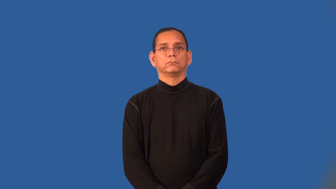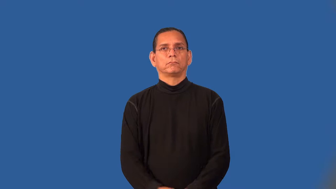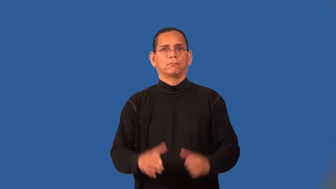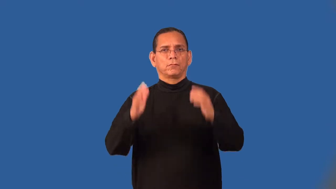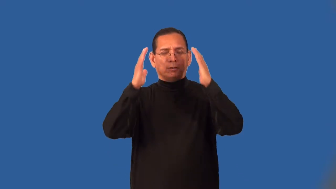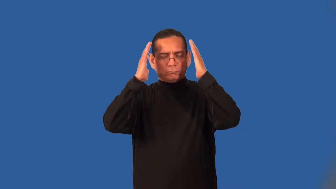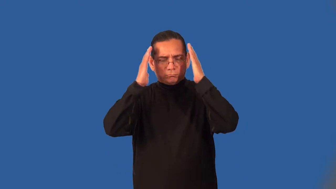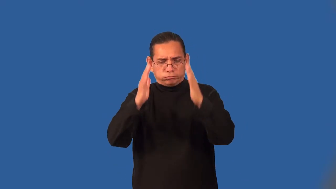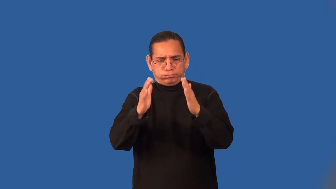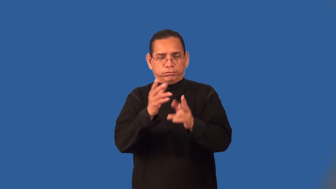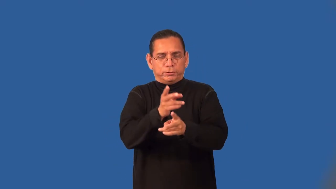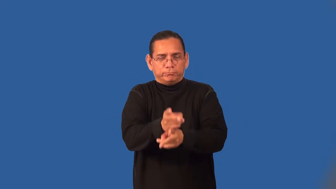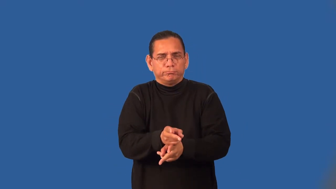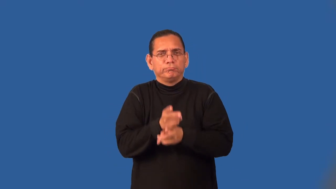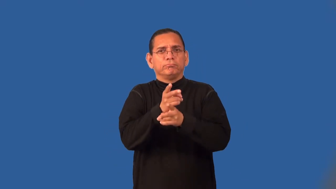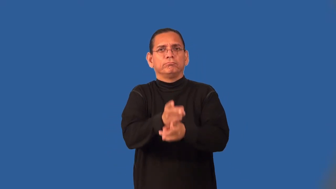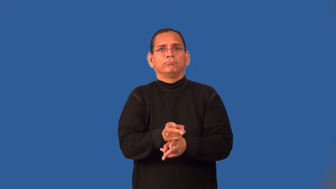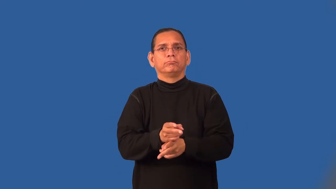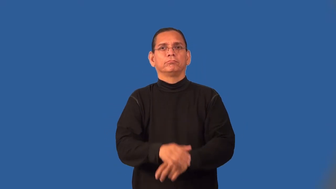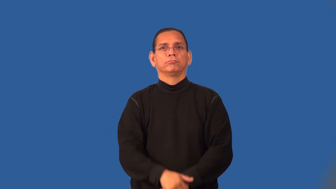rigorous